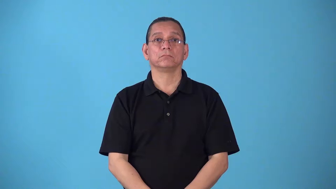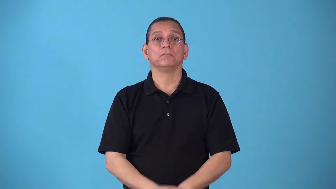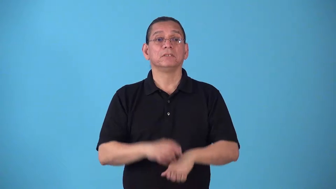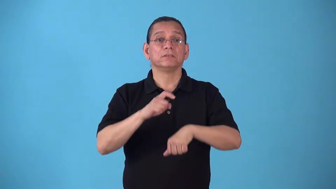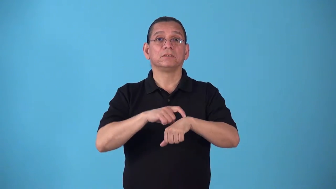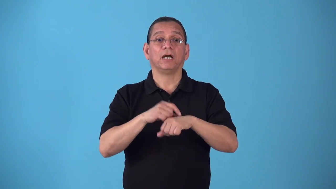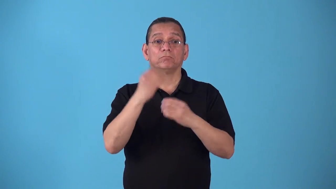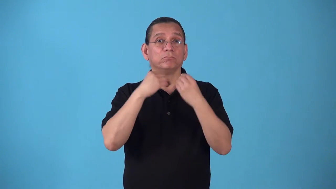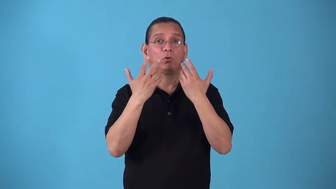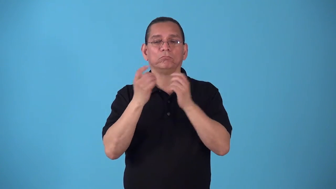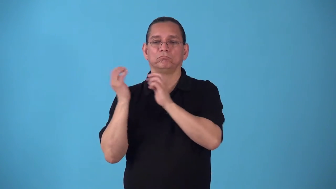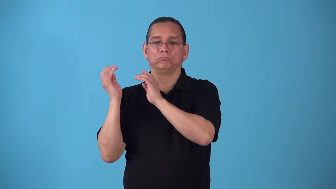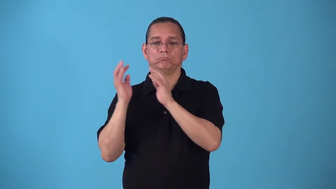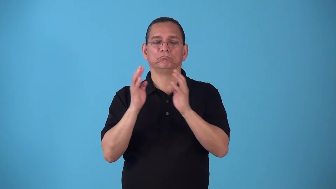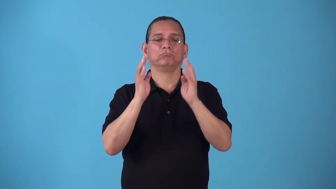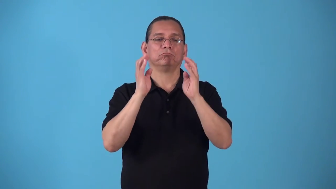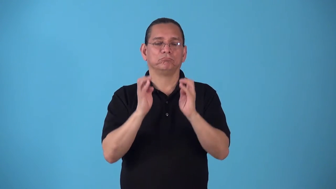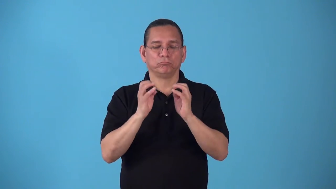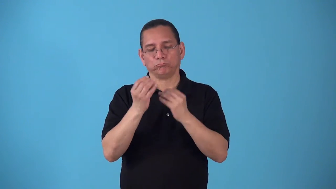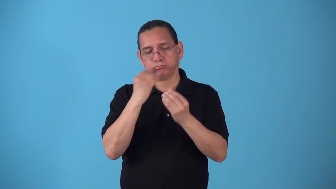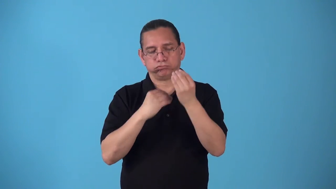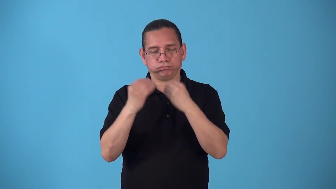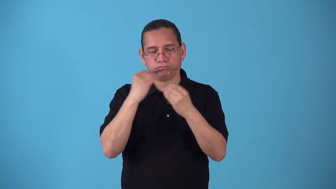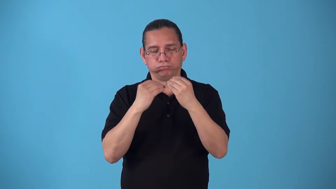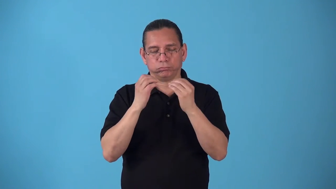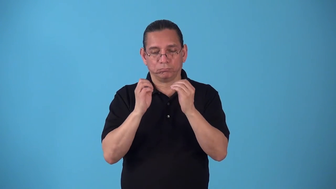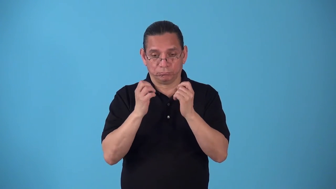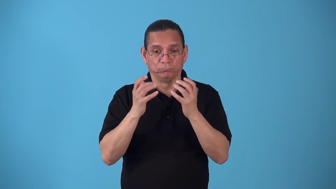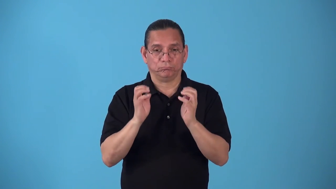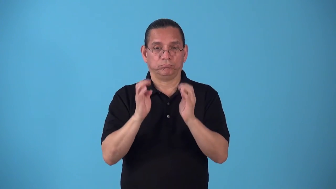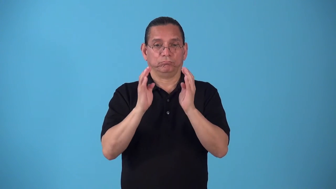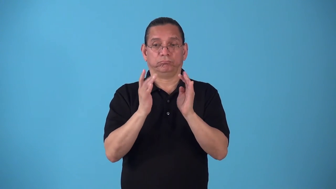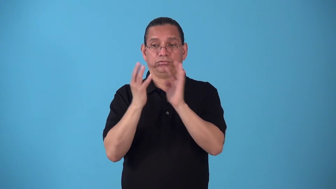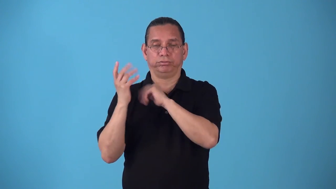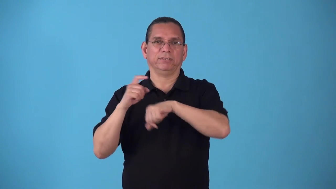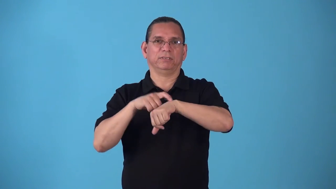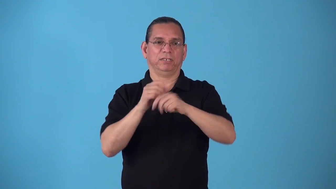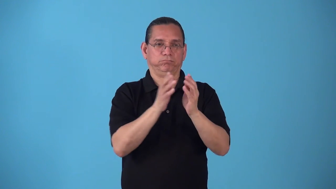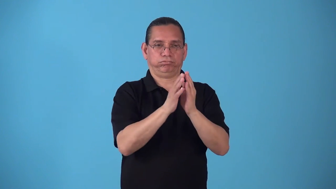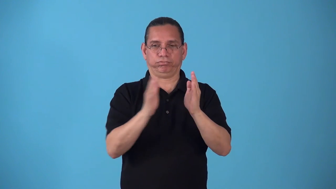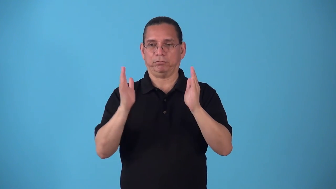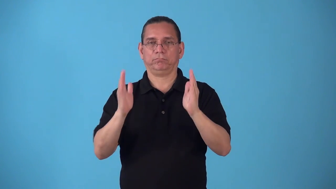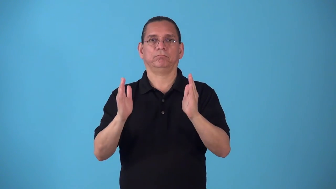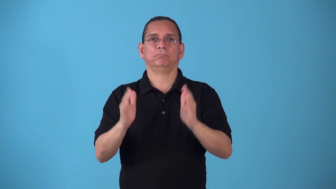sitting-period of time for meal